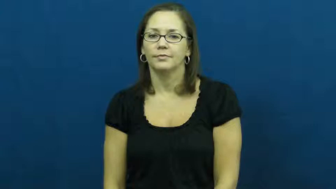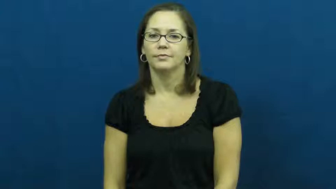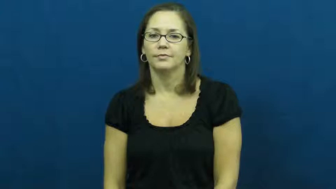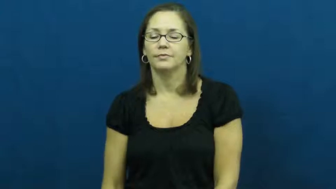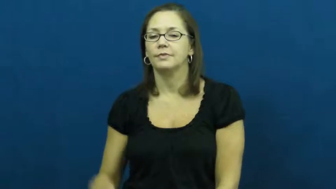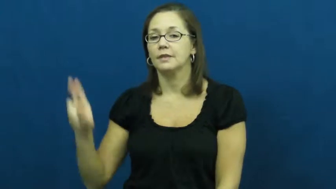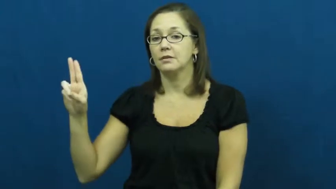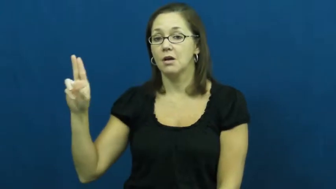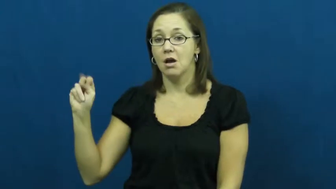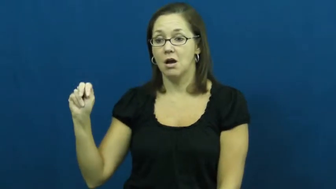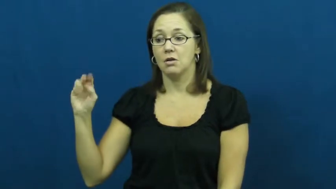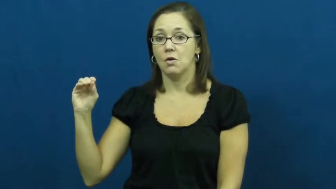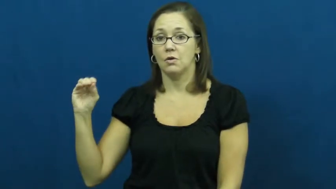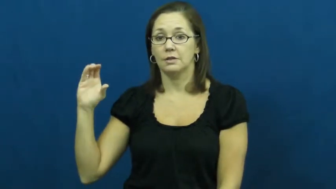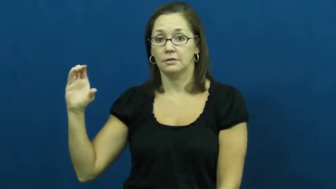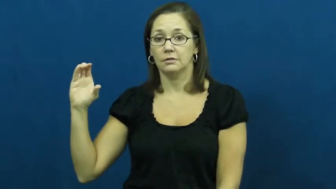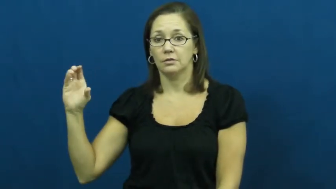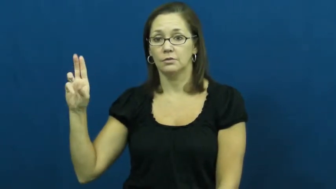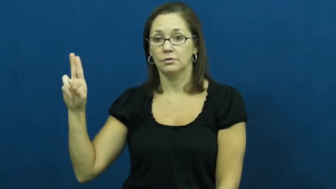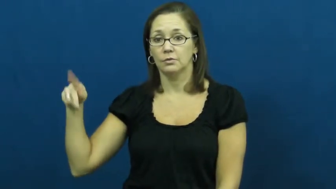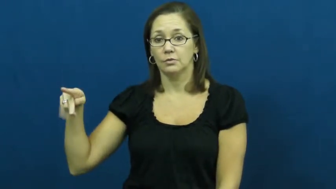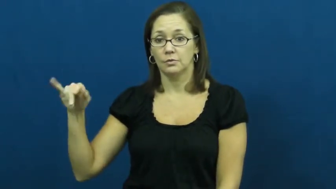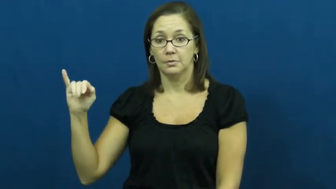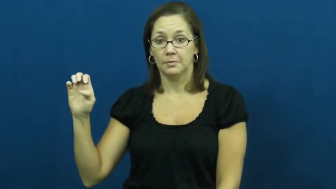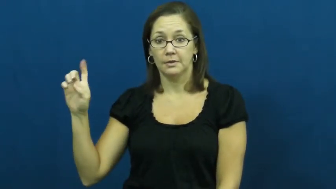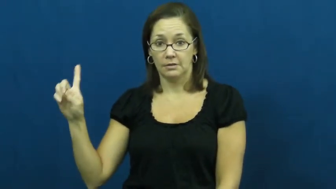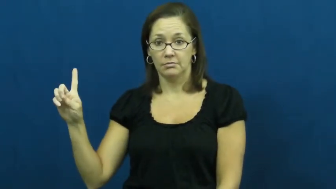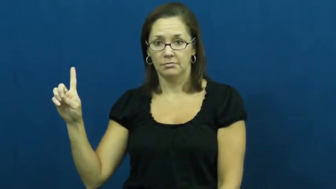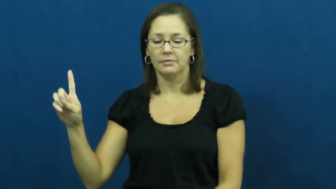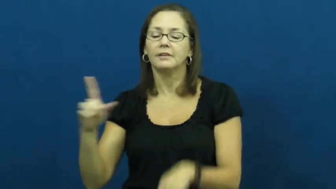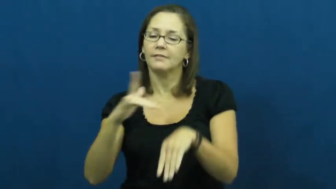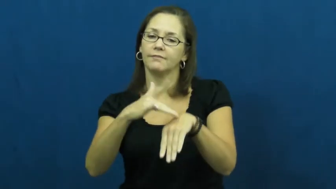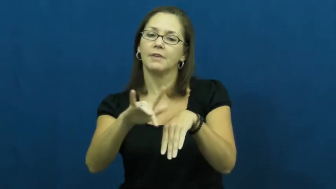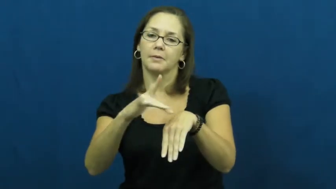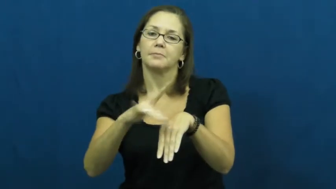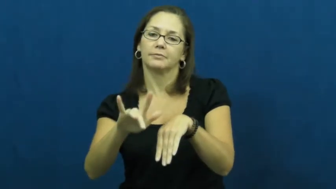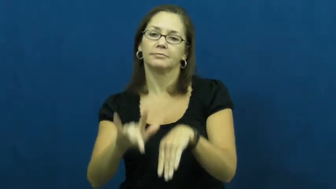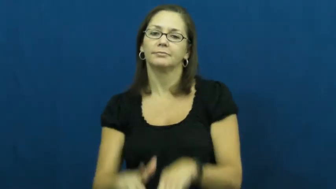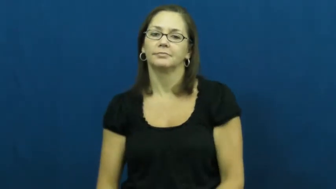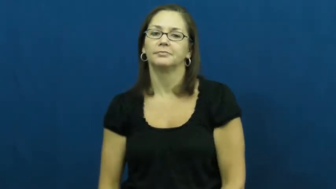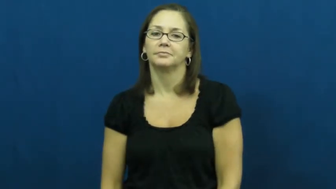unoccupied